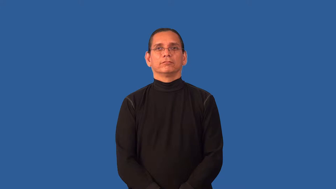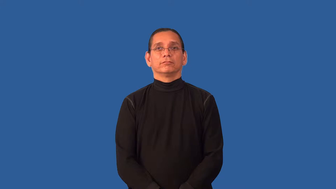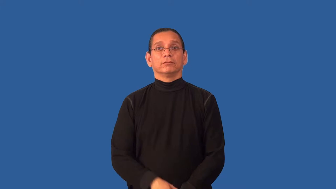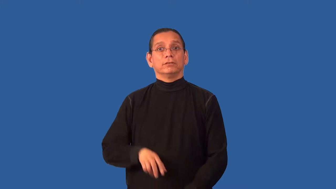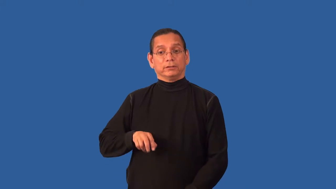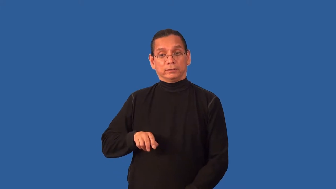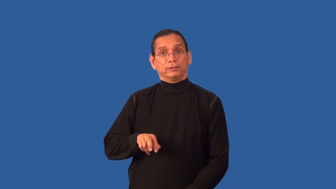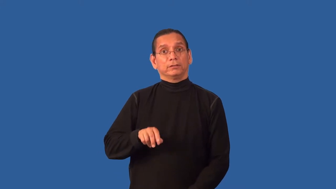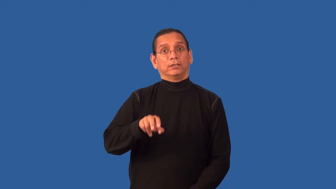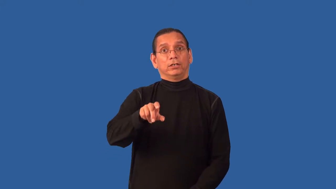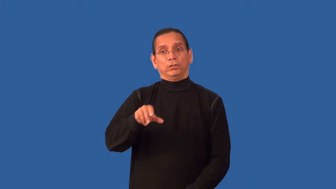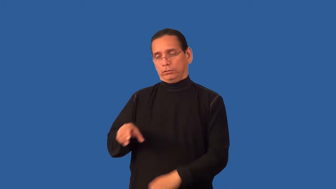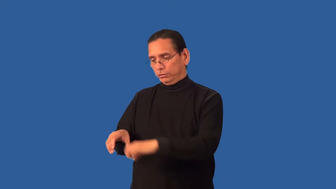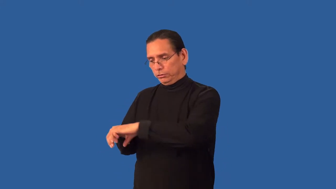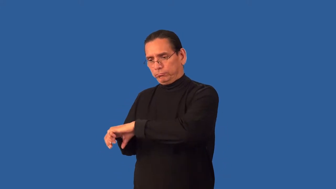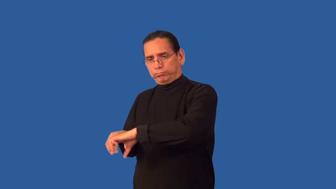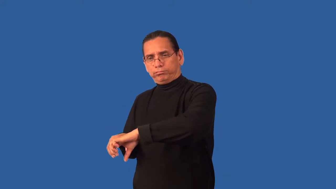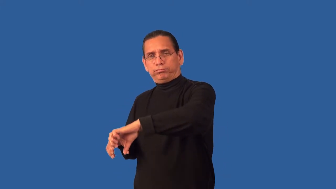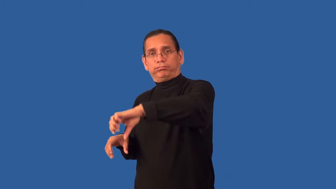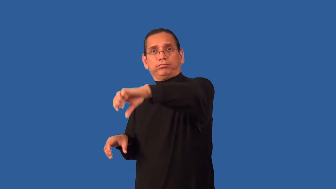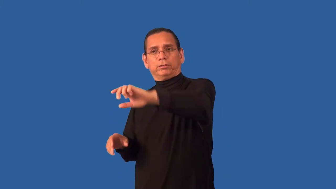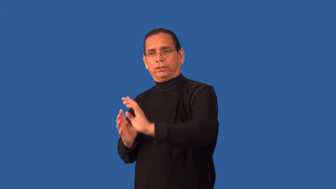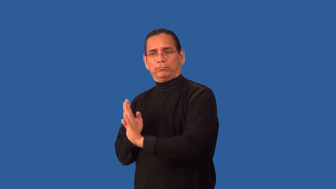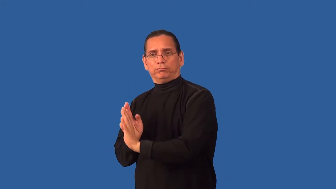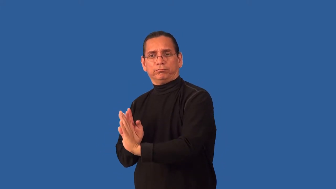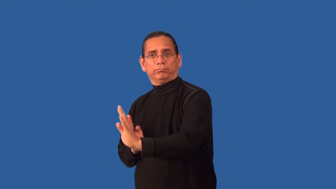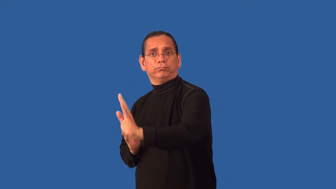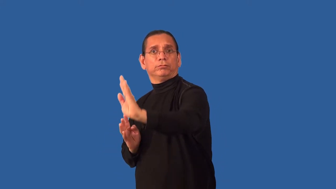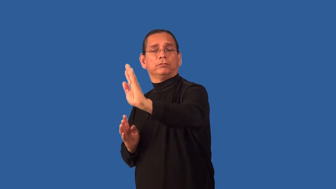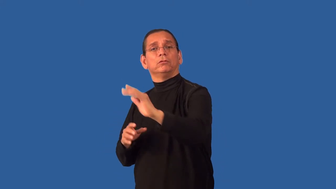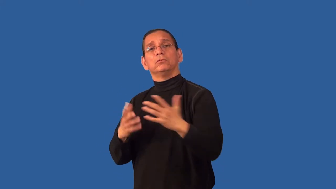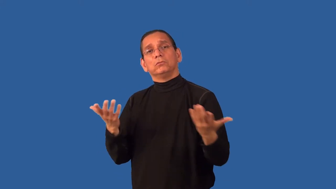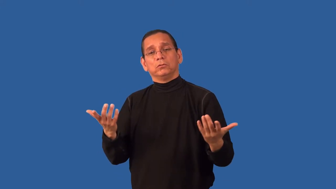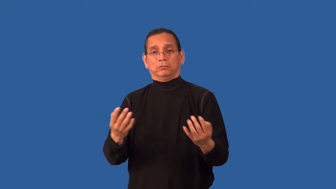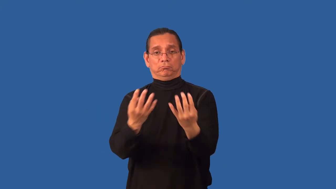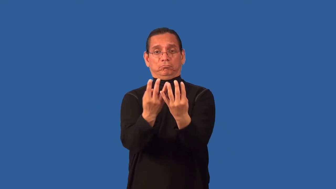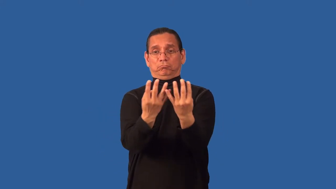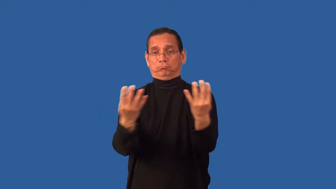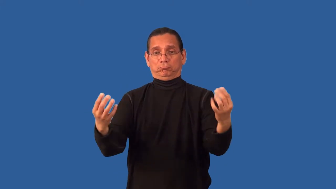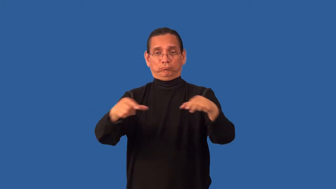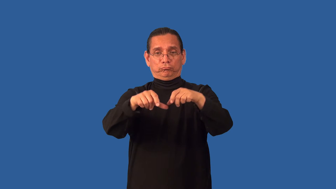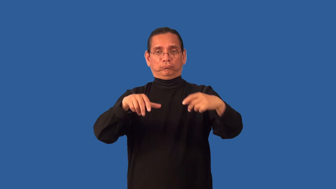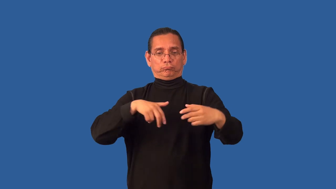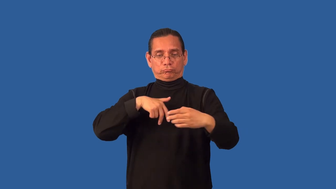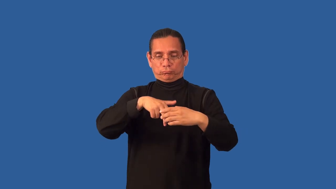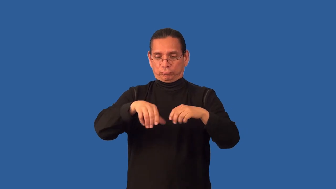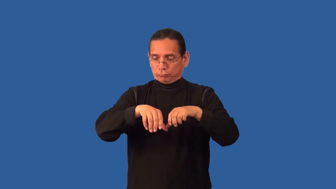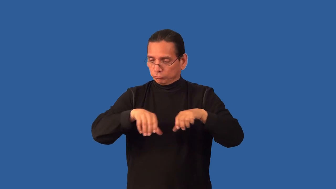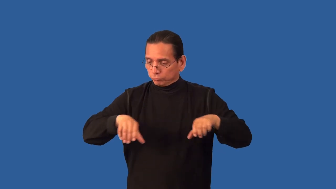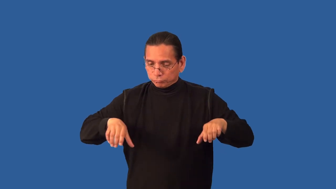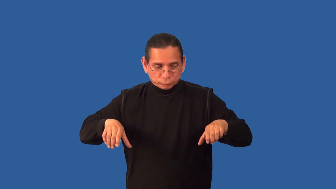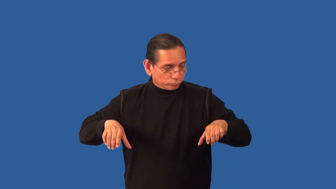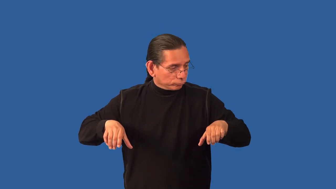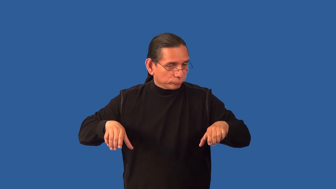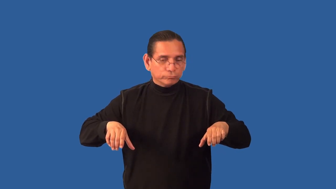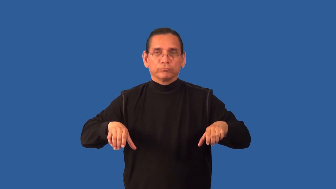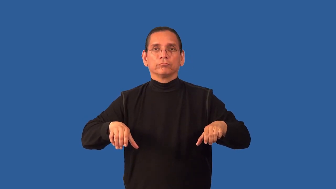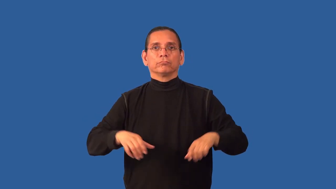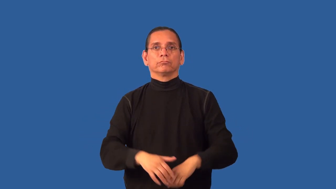bannister,railing